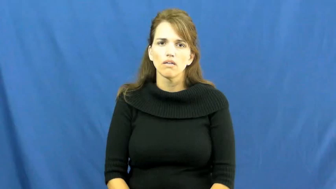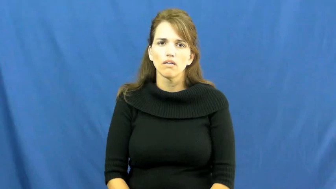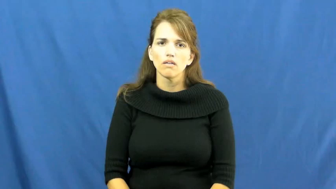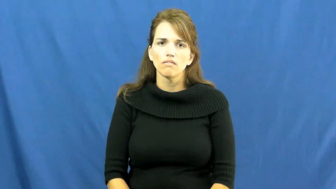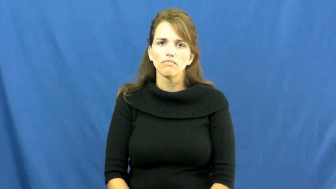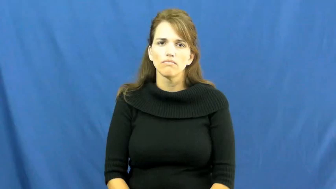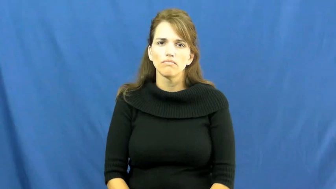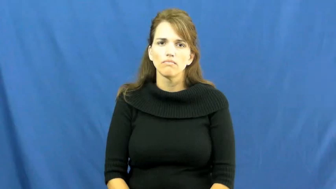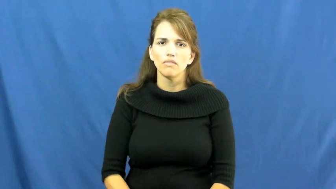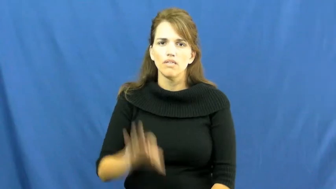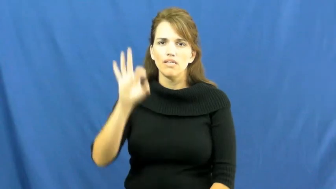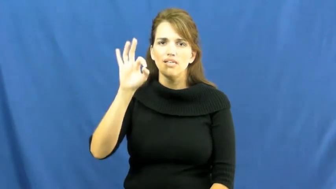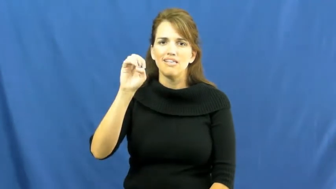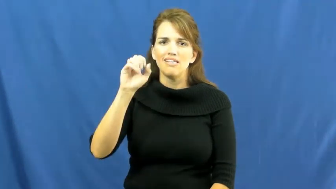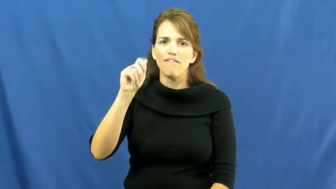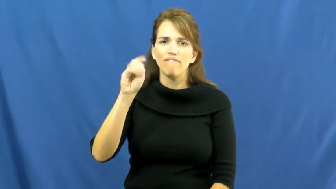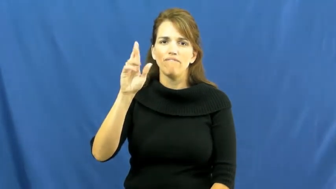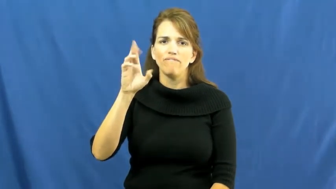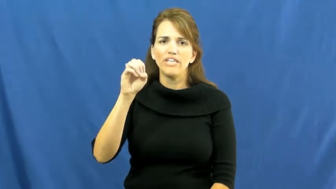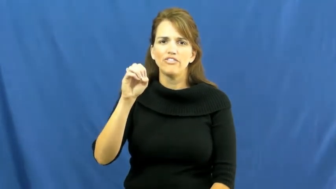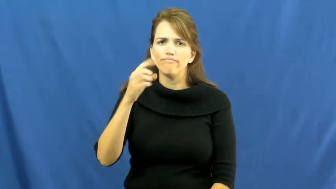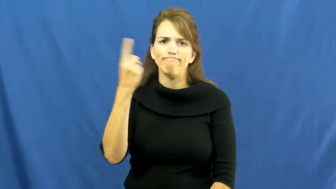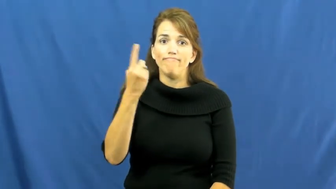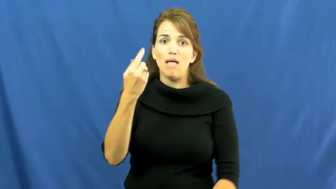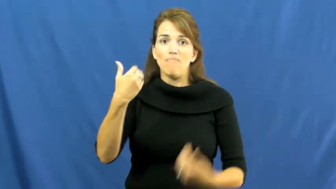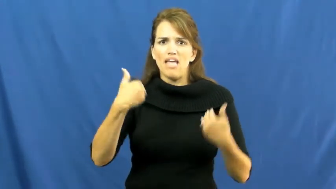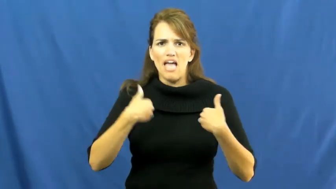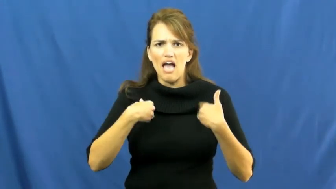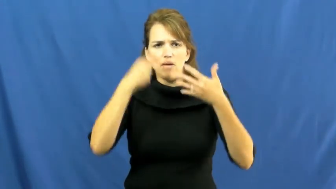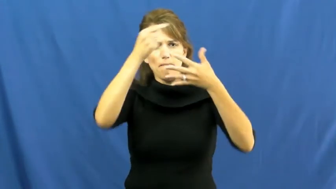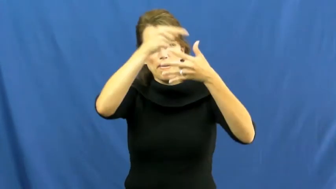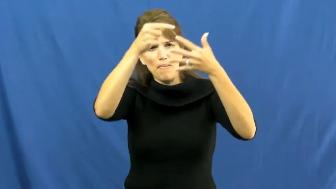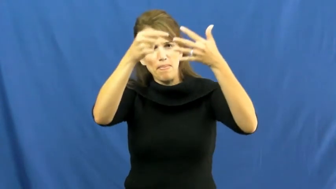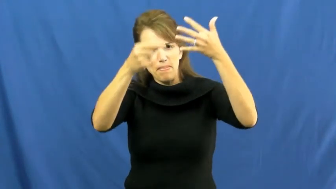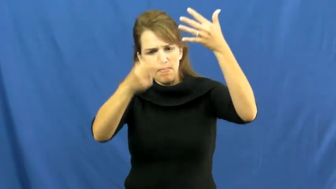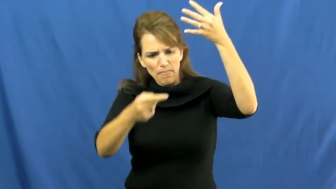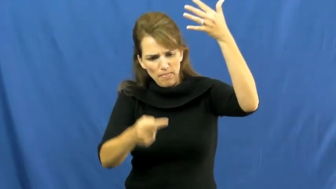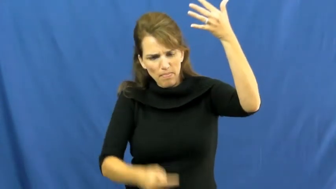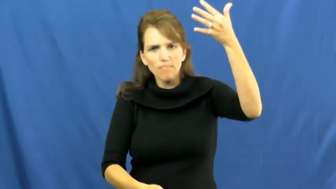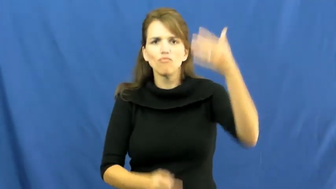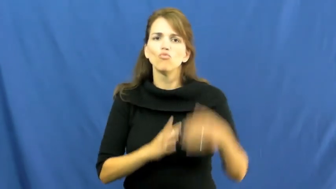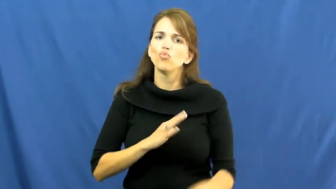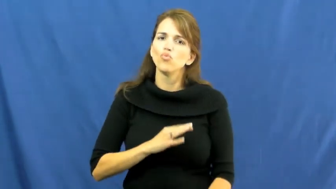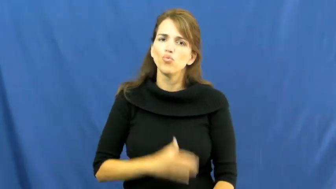feature-elements